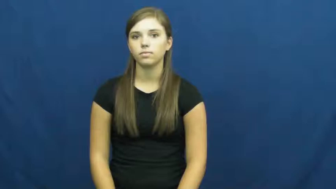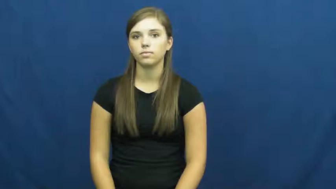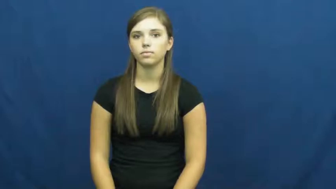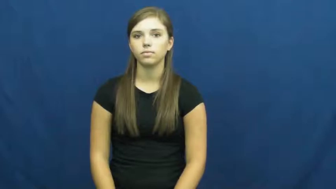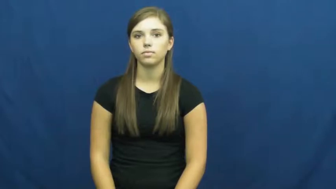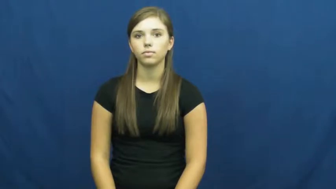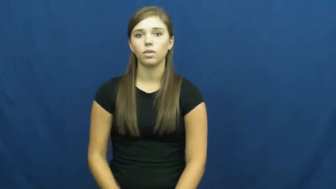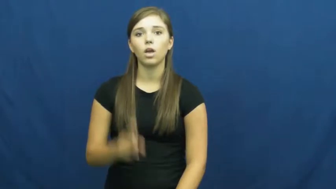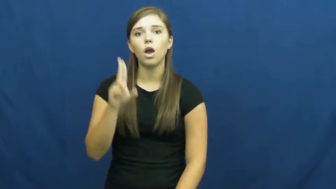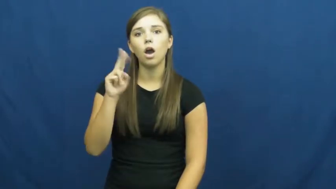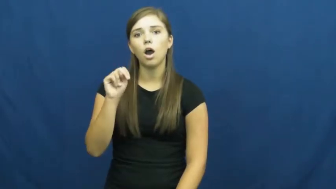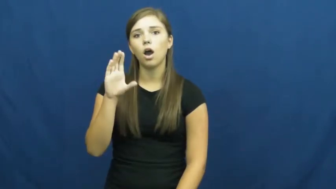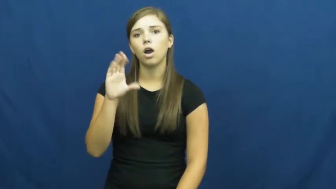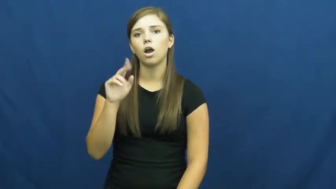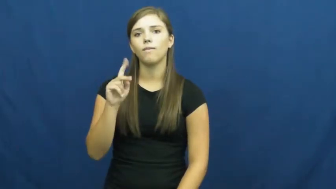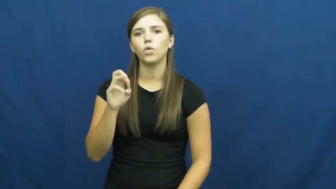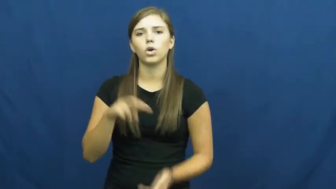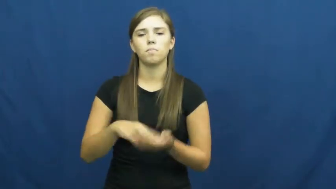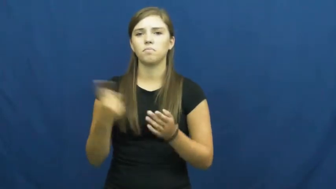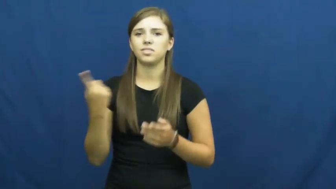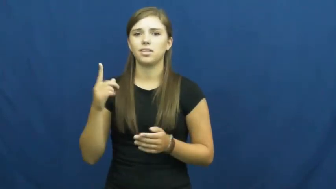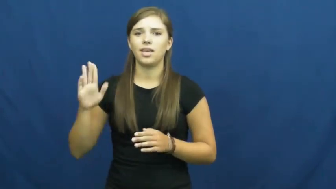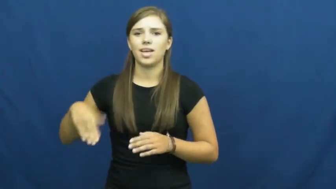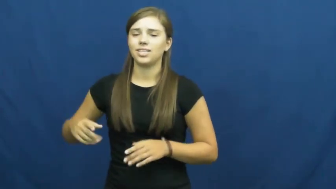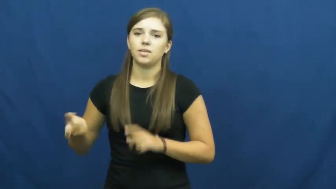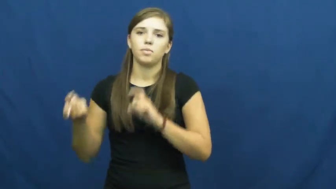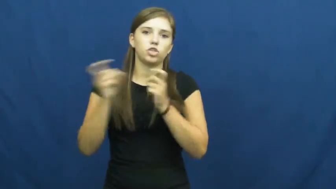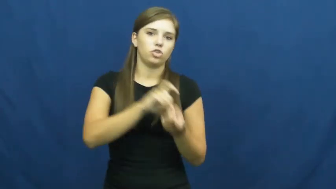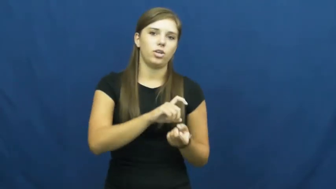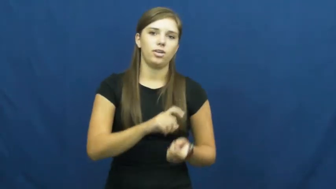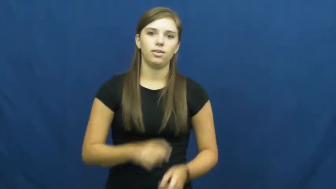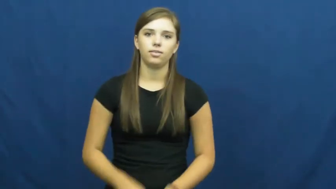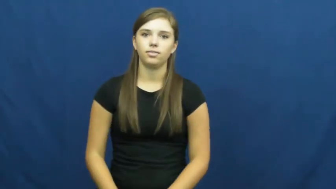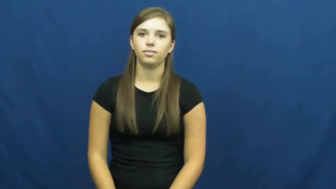unconverted